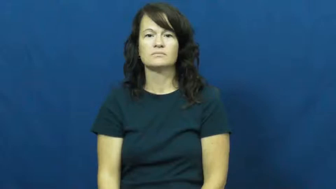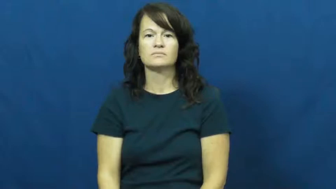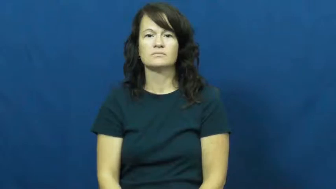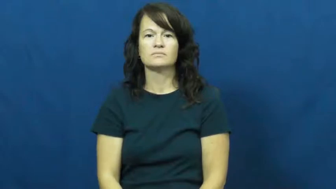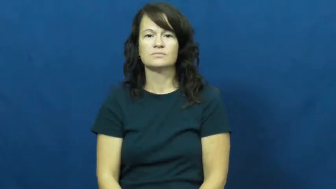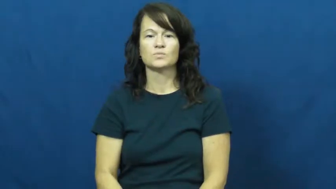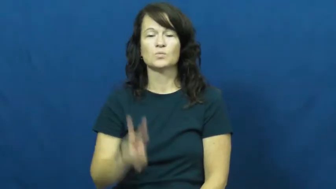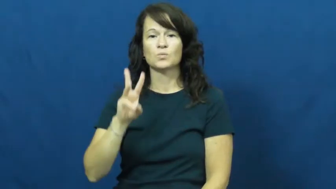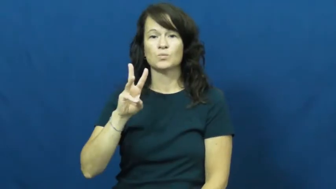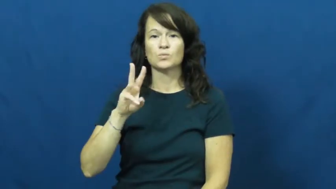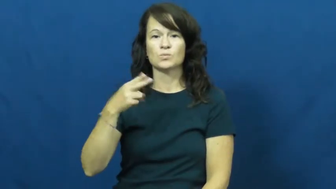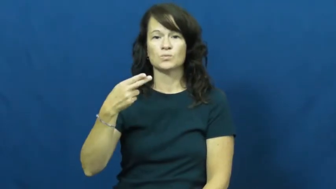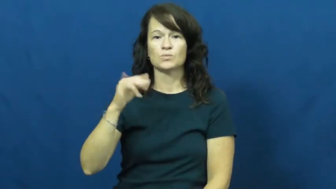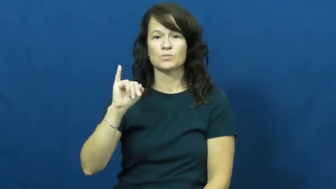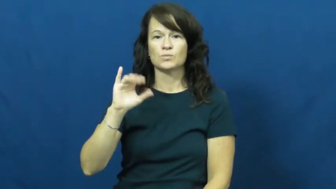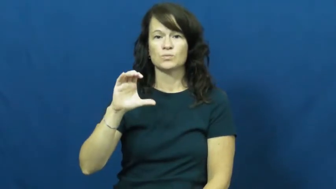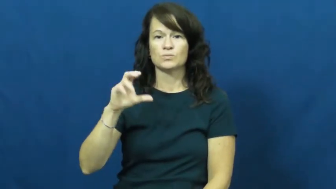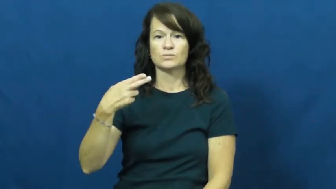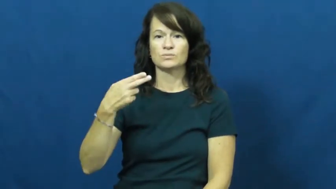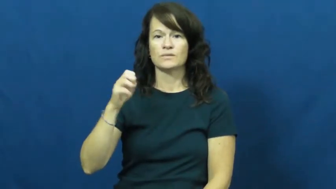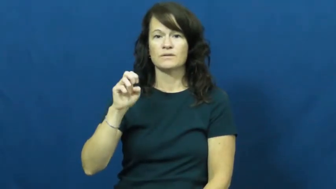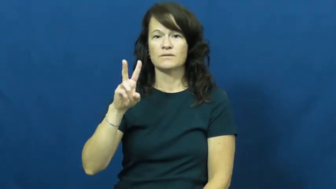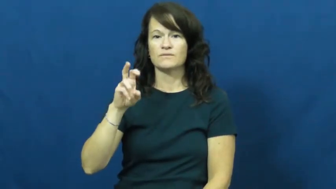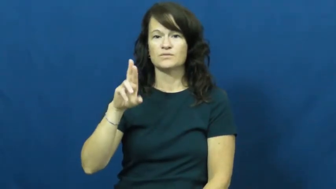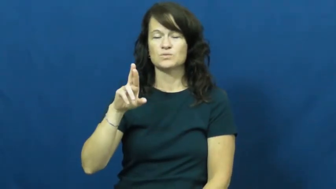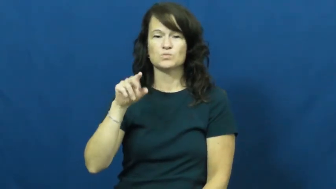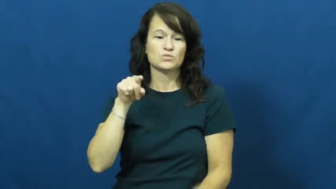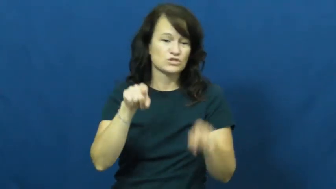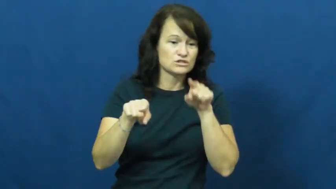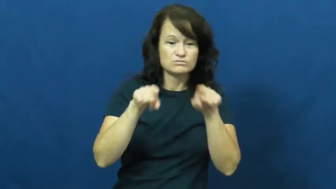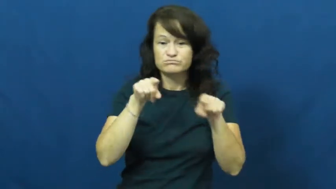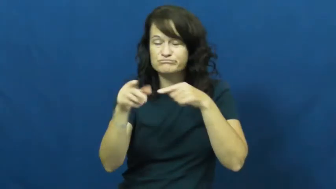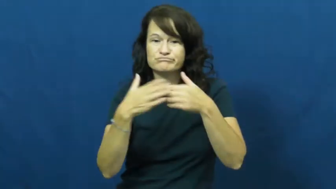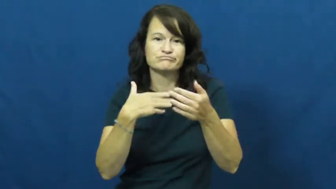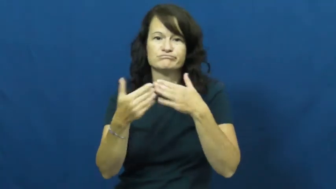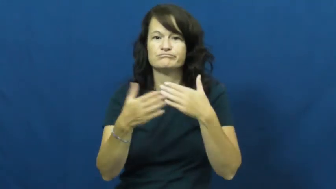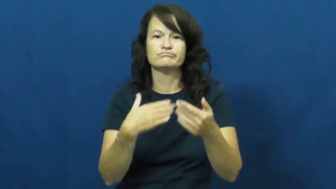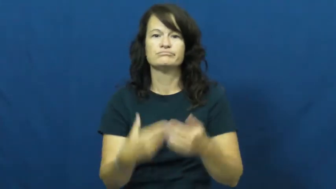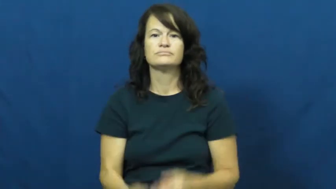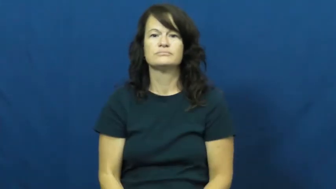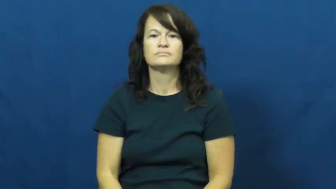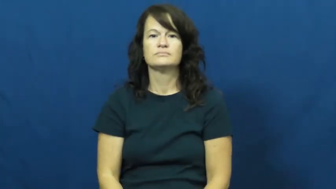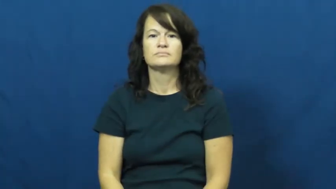whichever